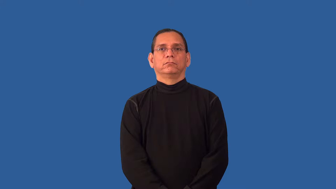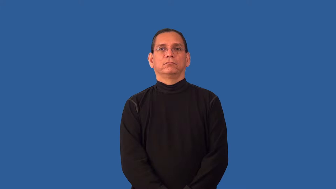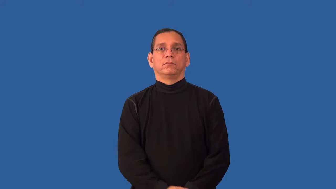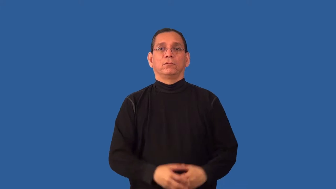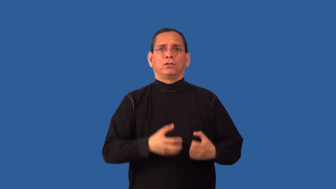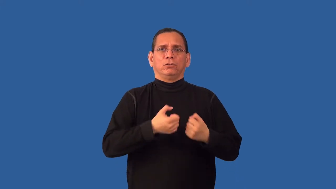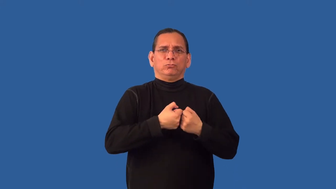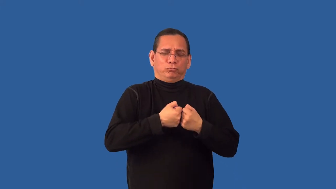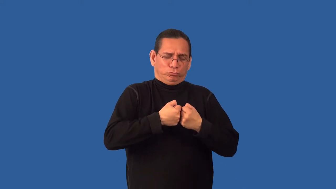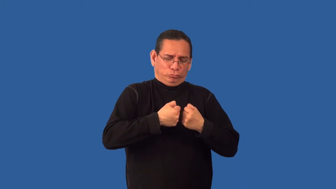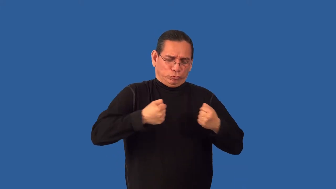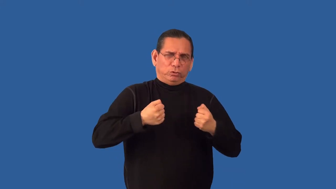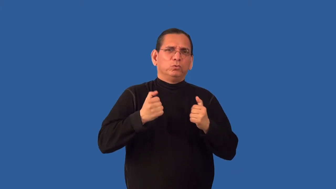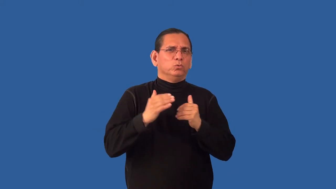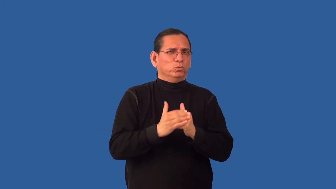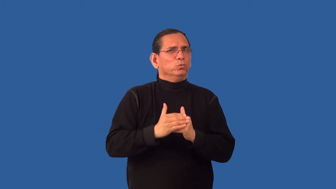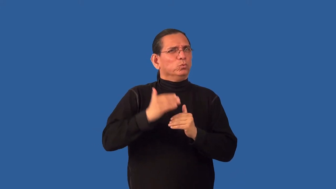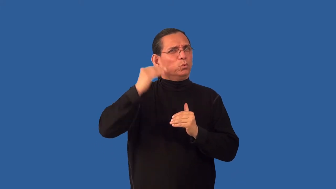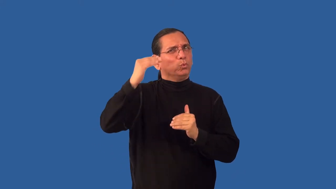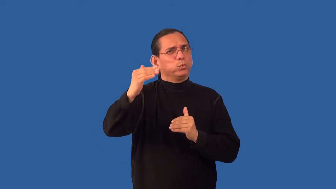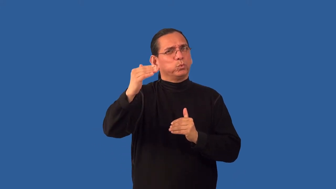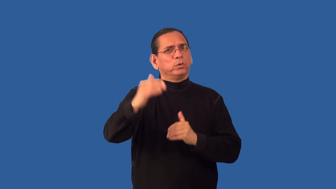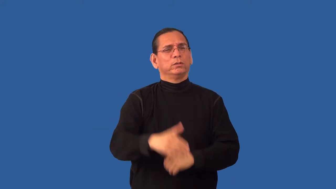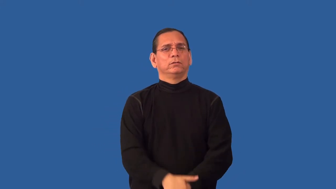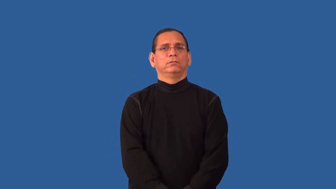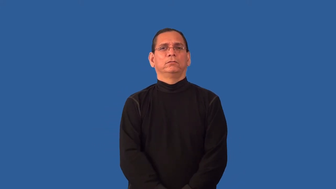overextend